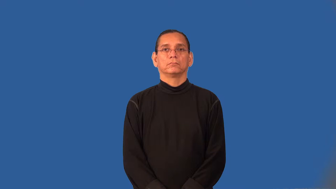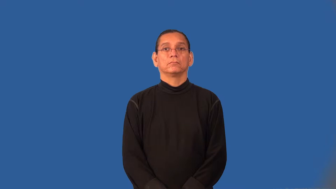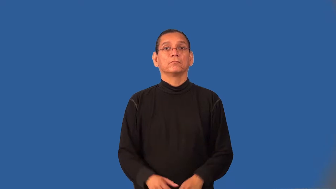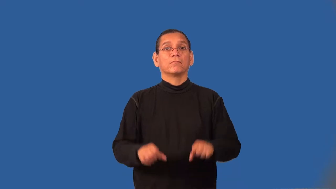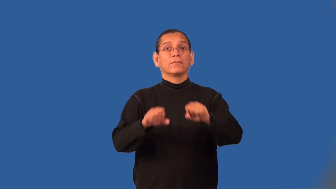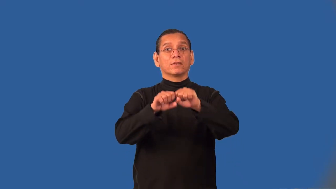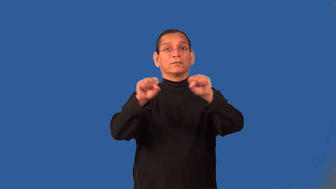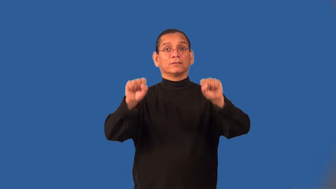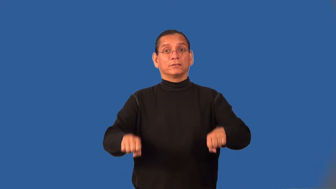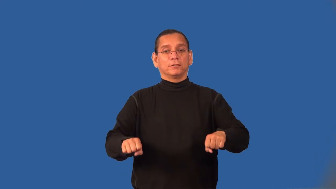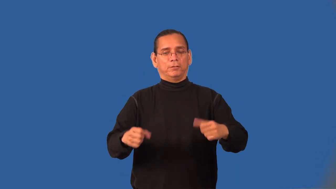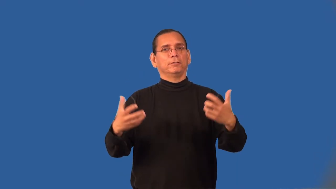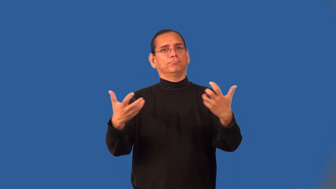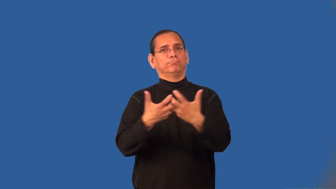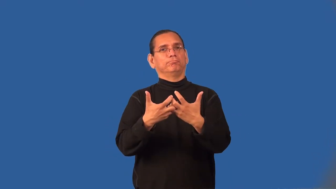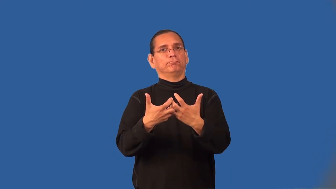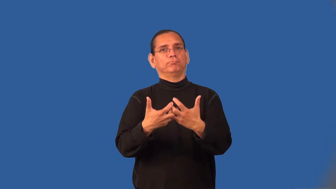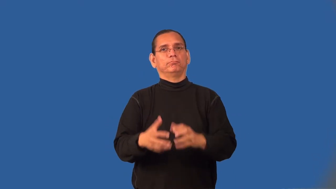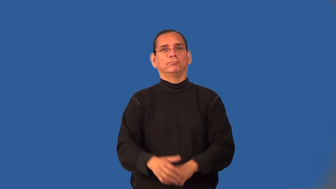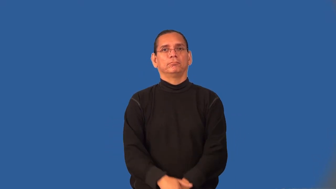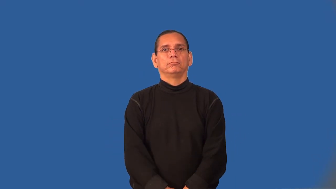systematize